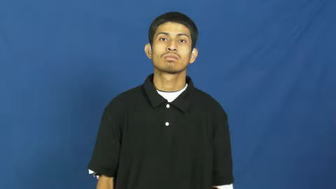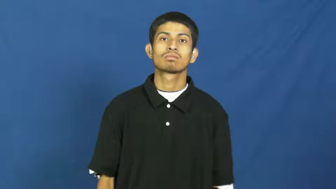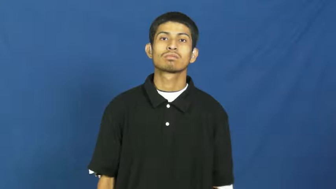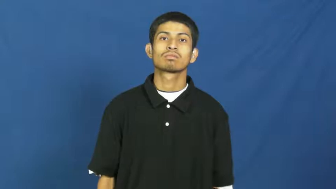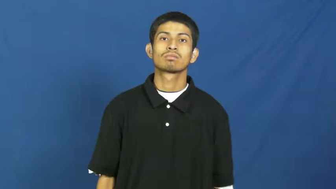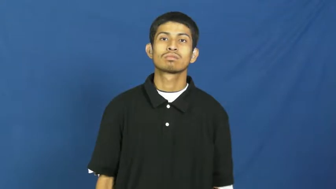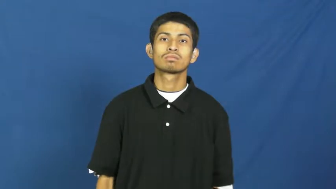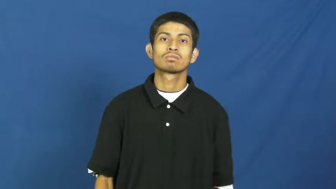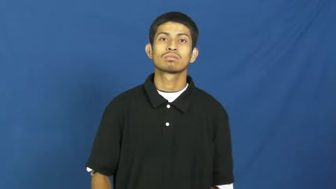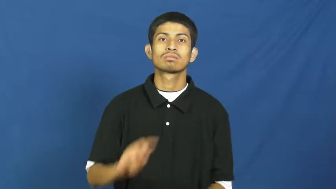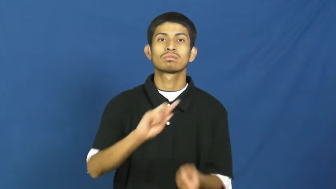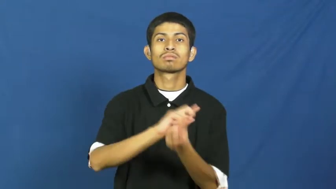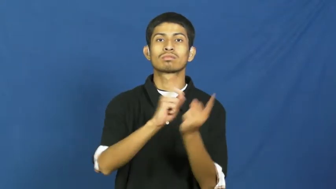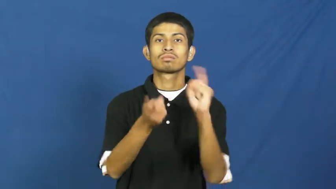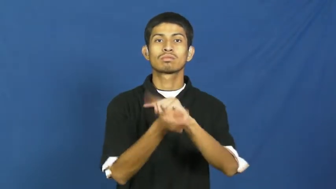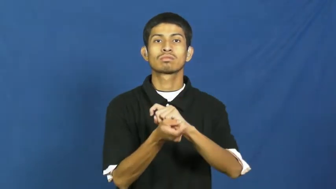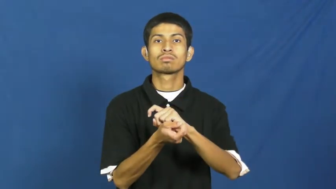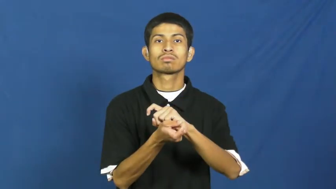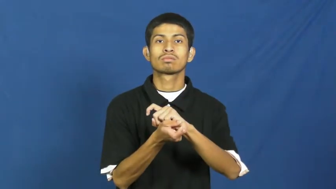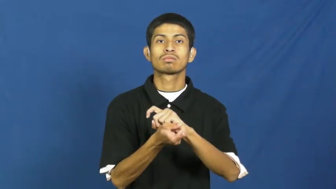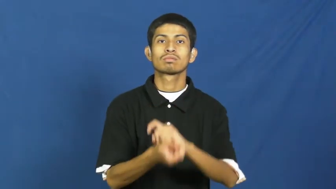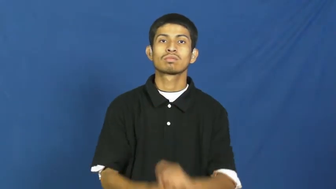reverse,about-face,turn about,turn around